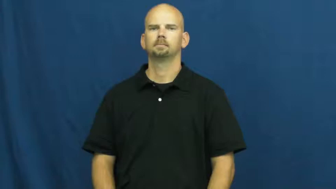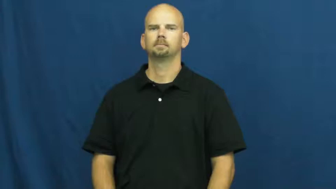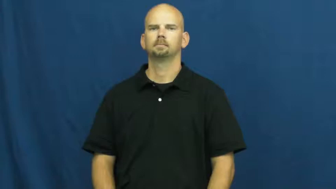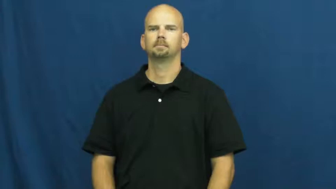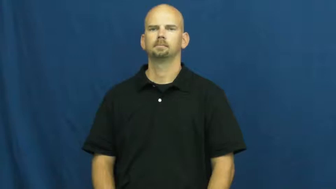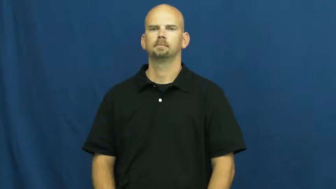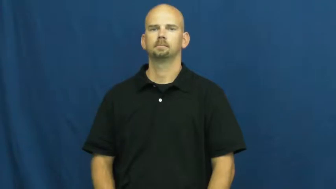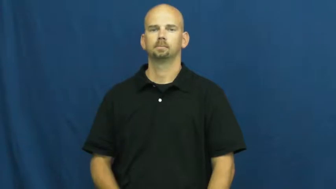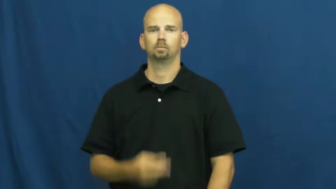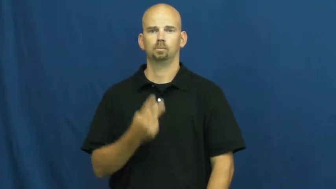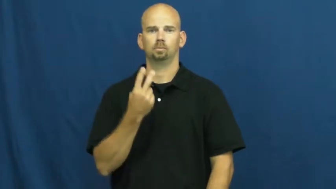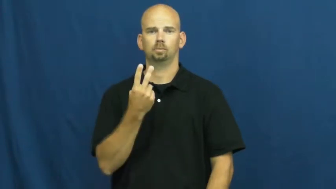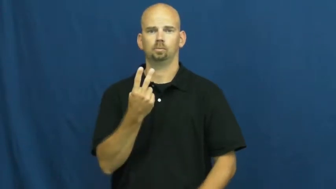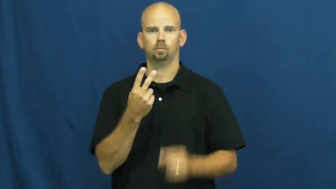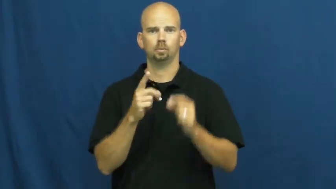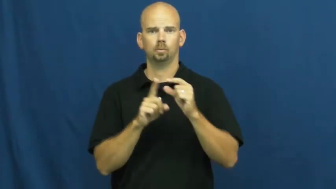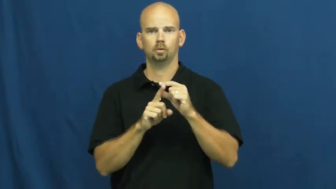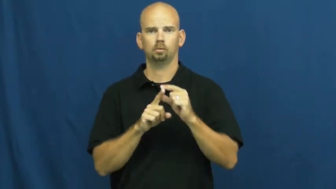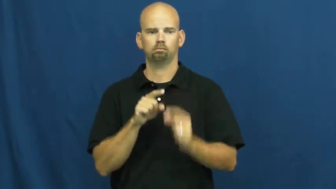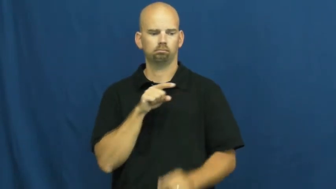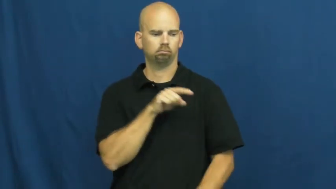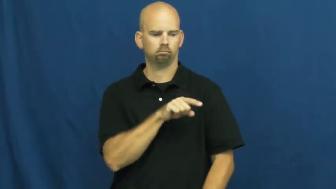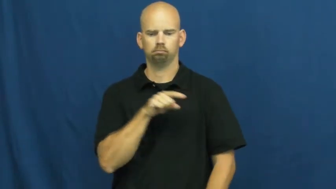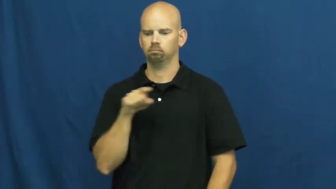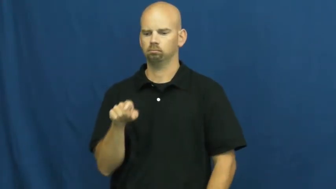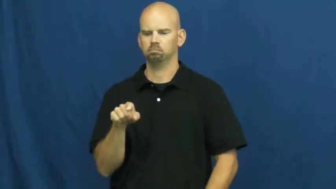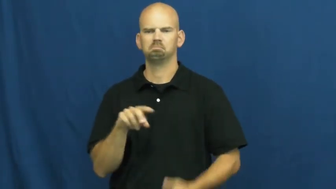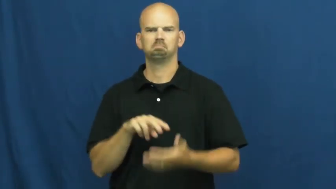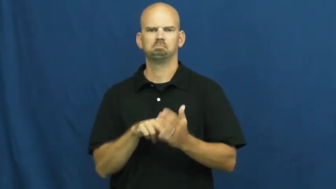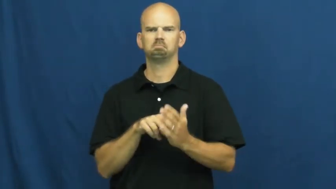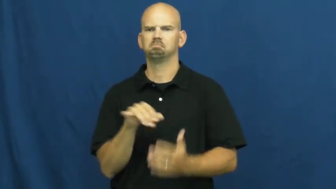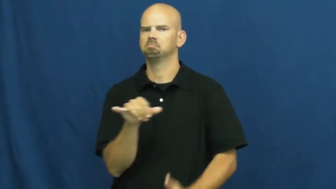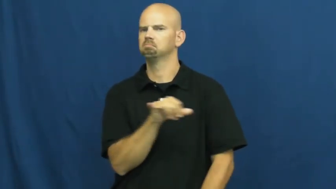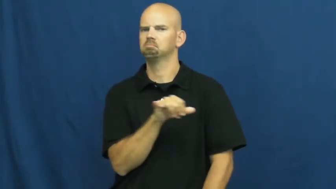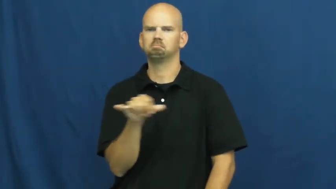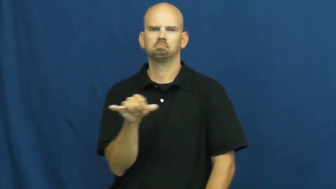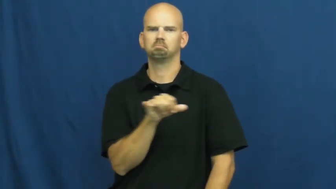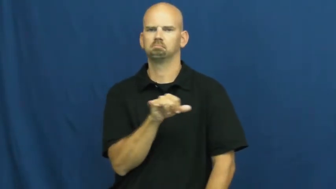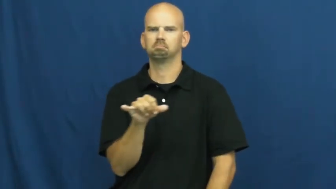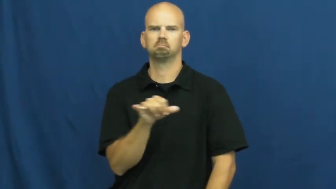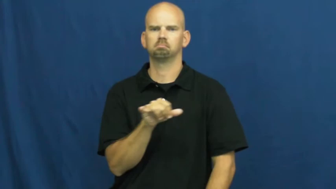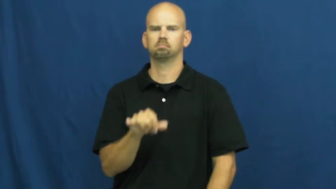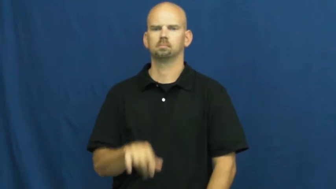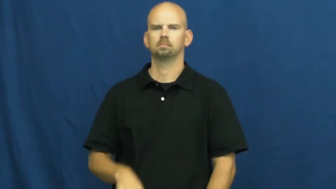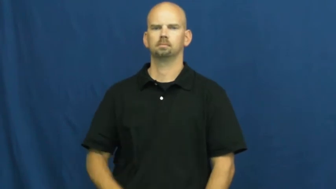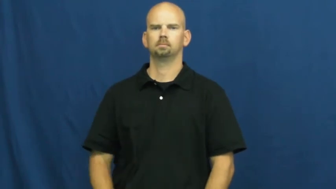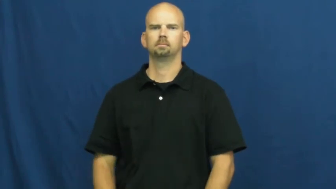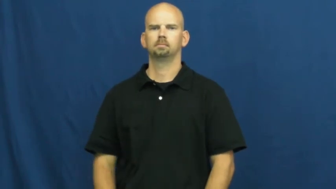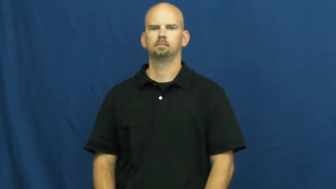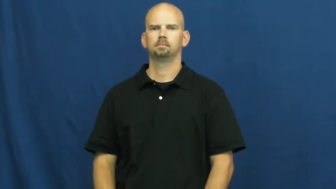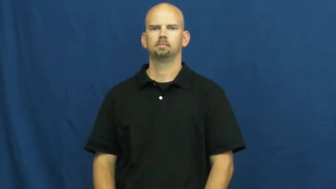synonym